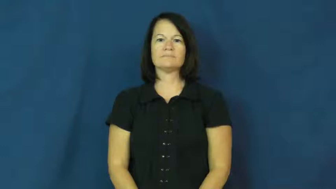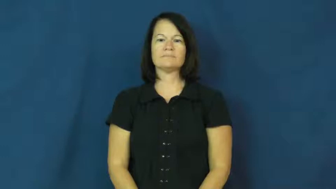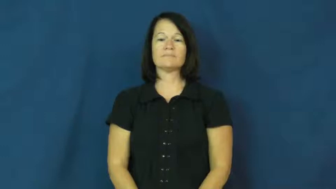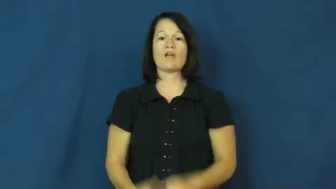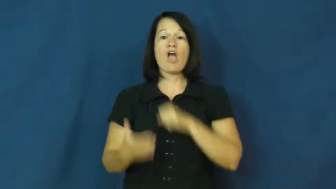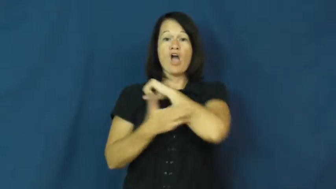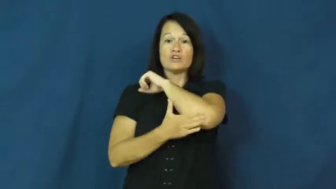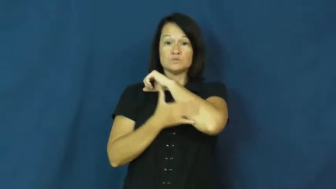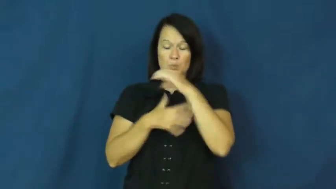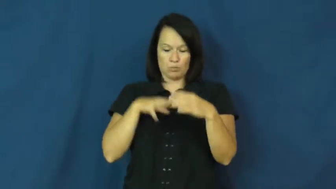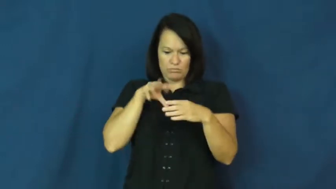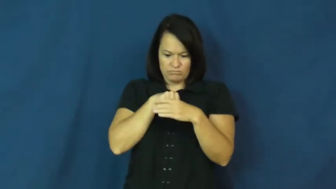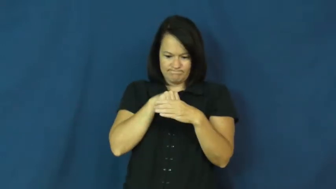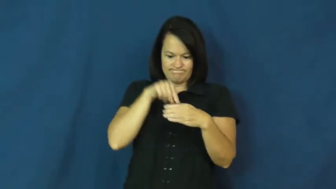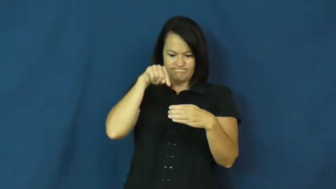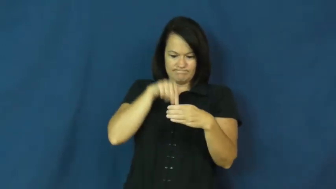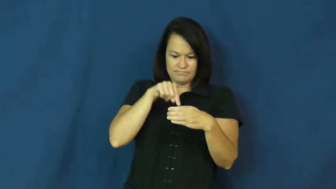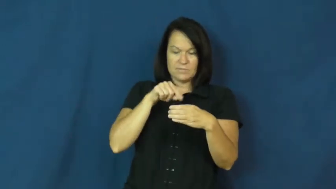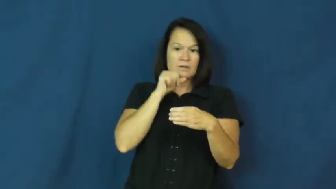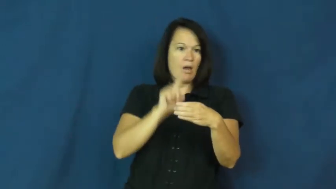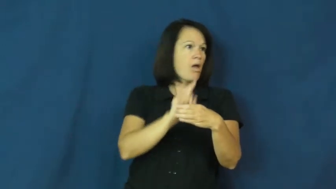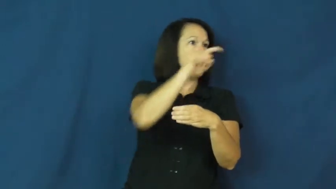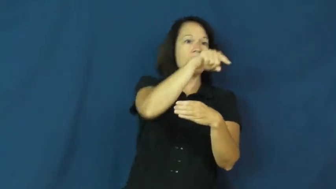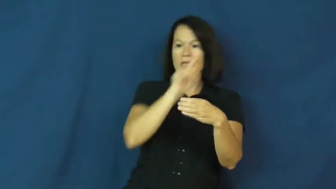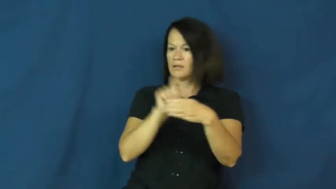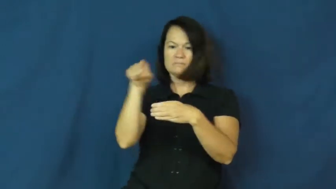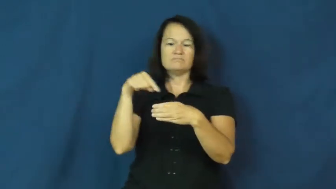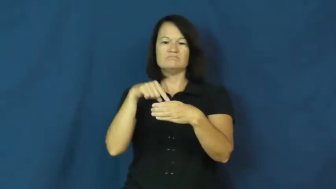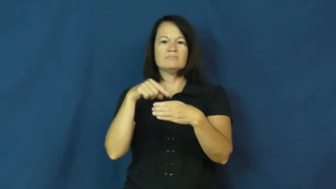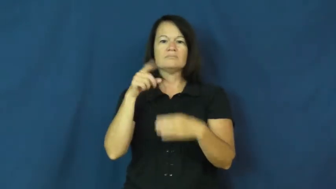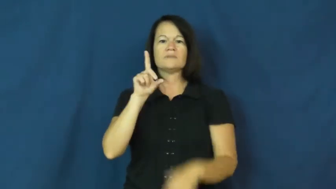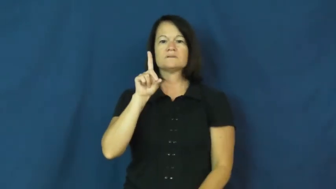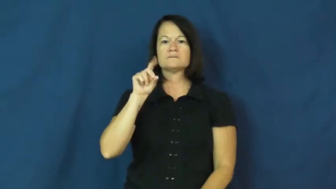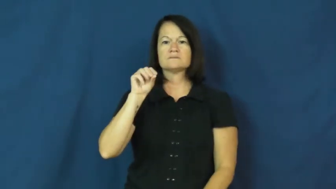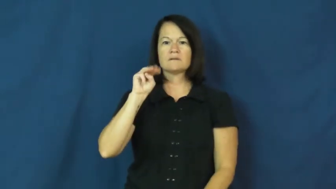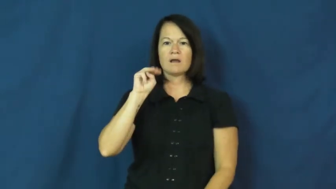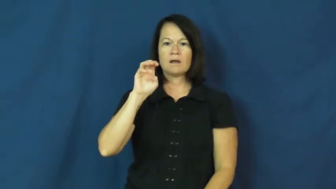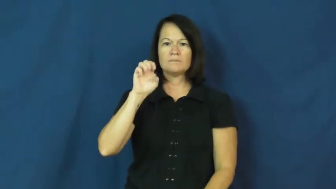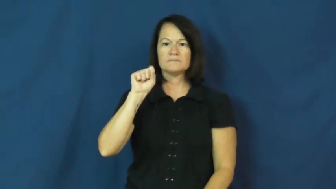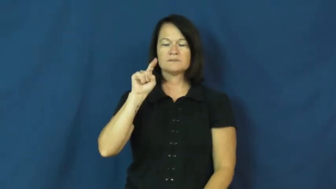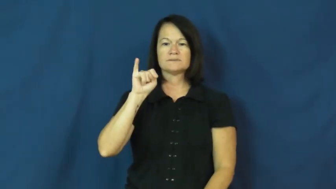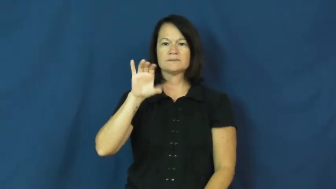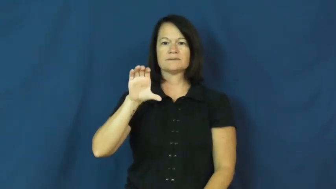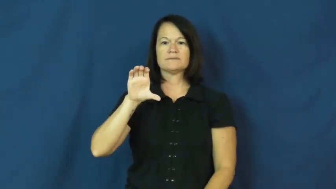domestic-country